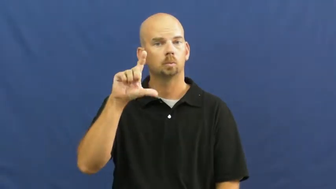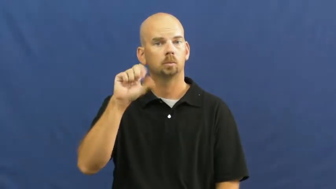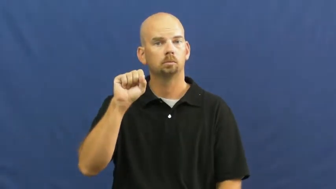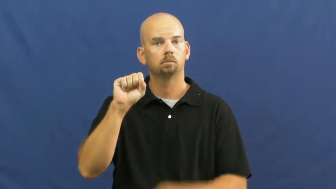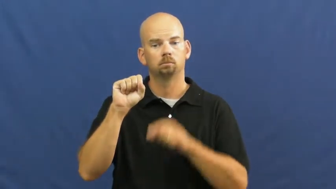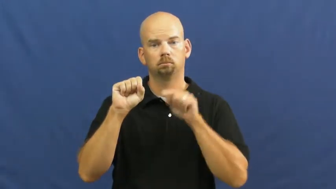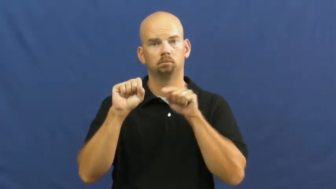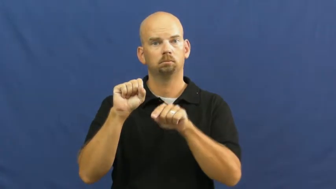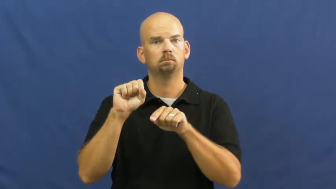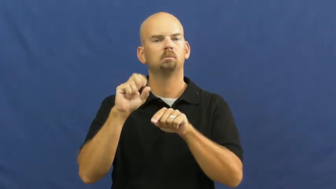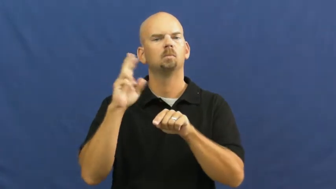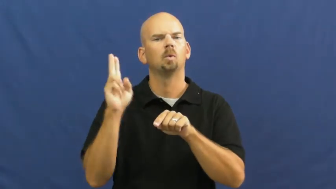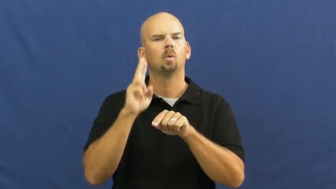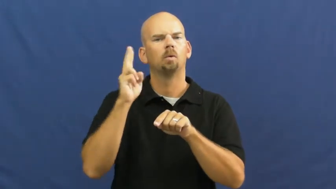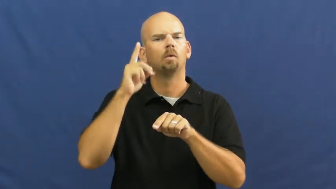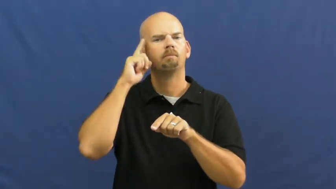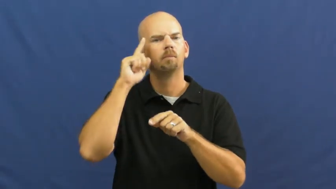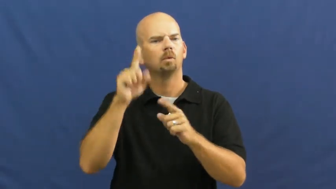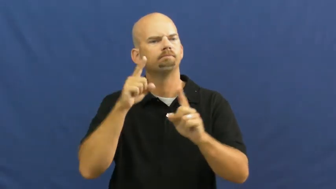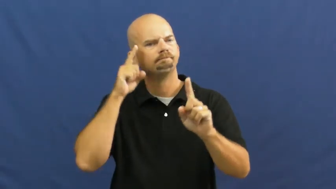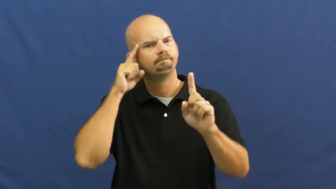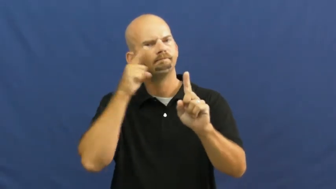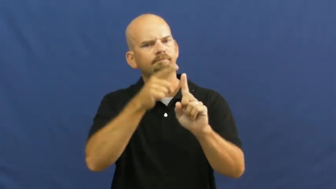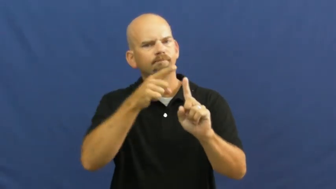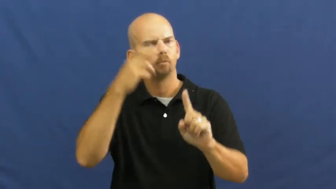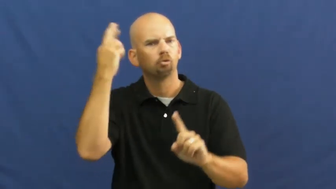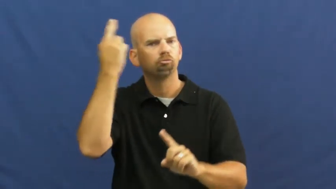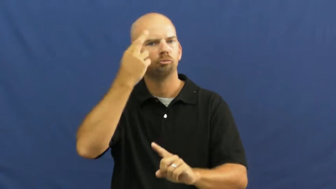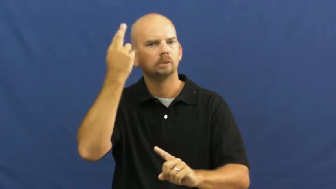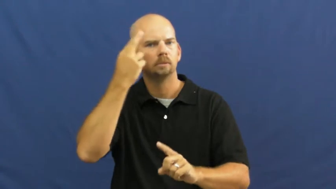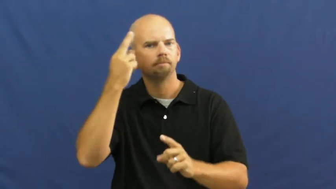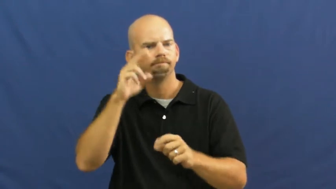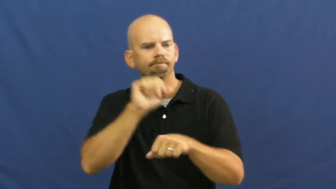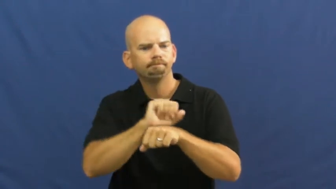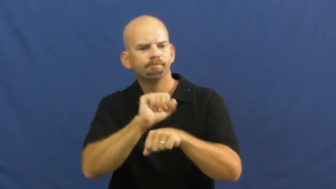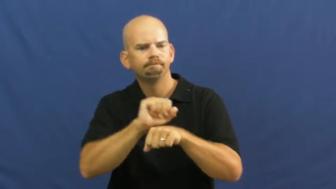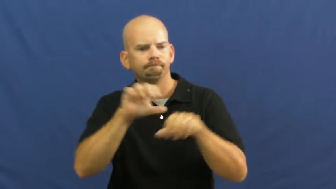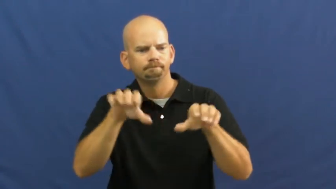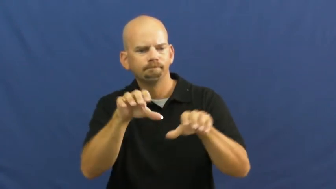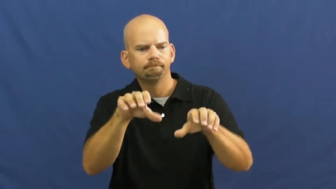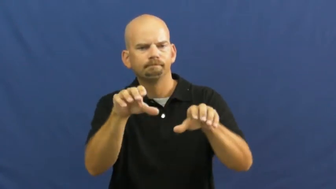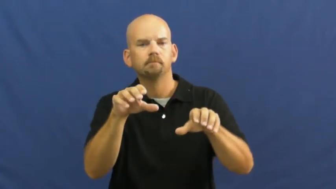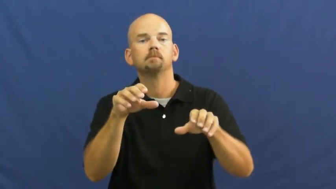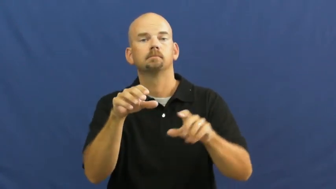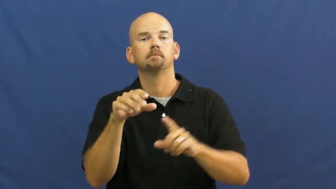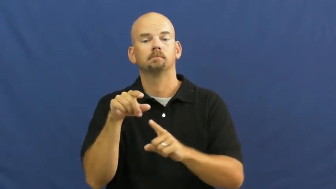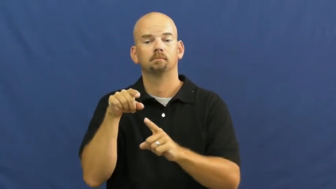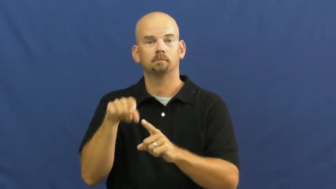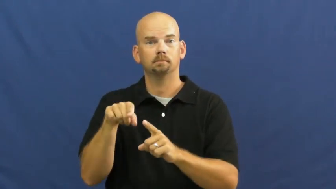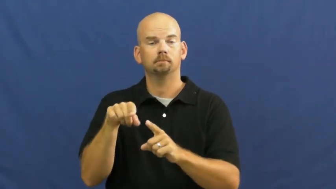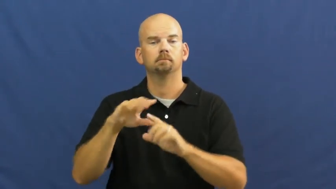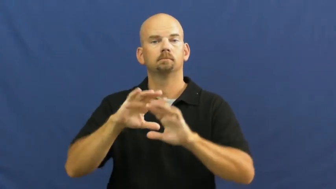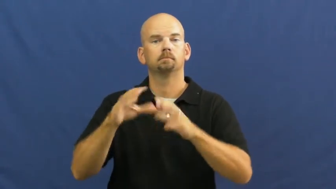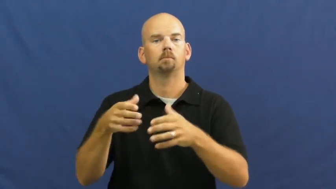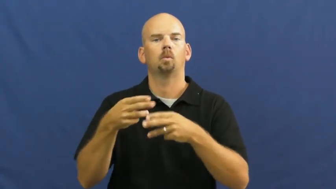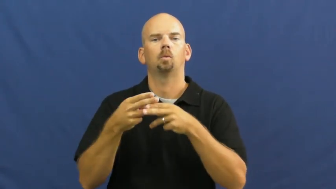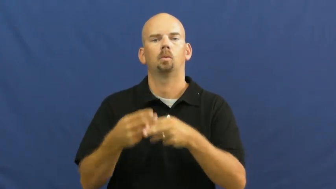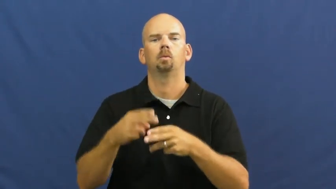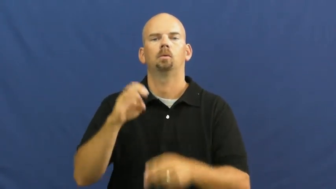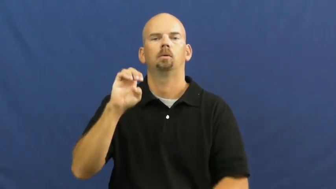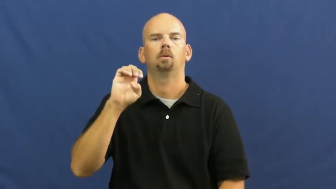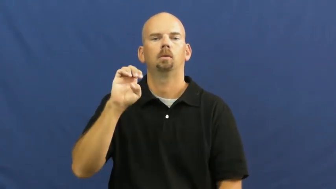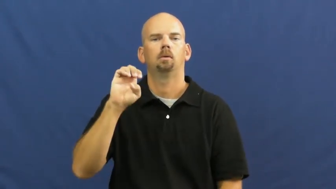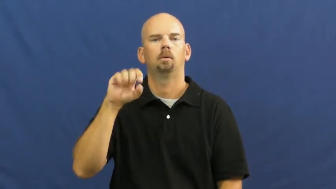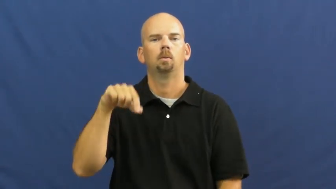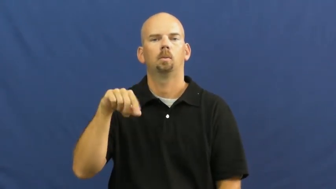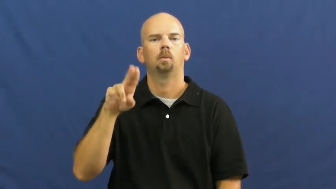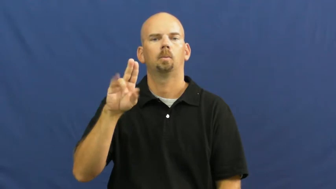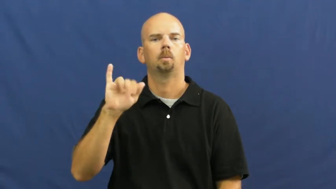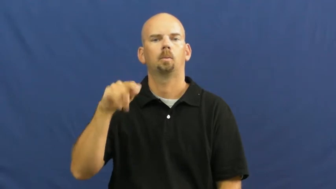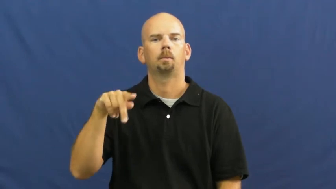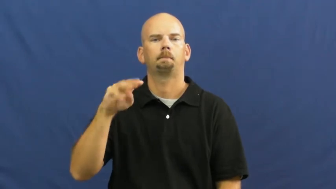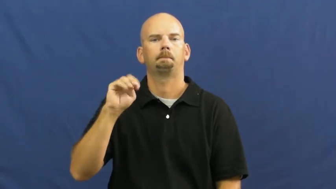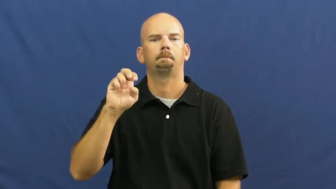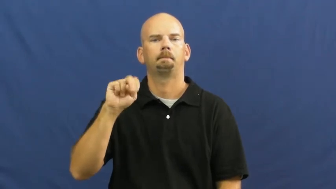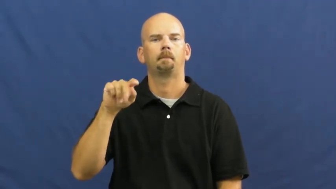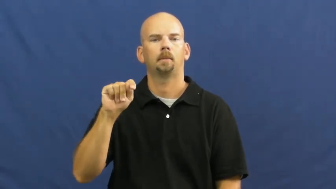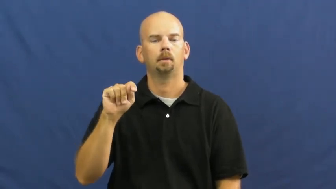equipment